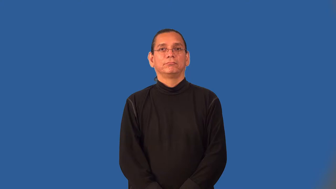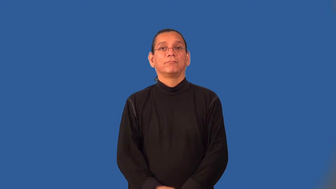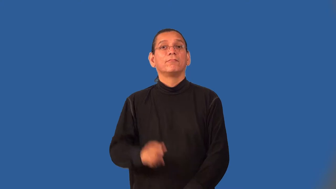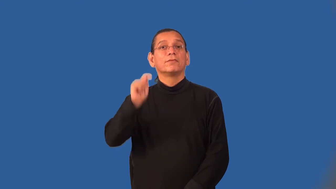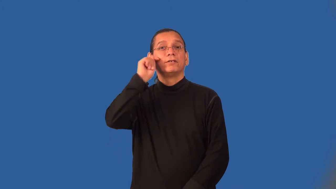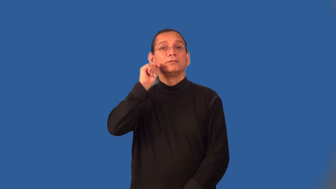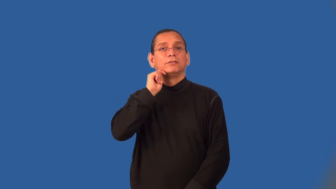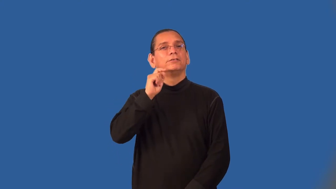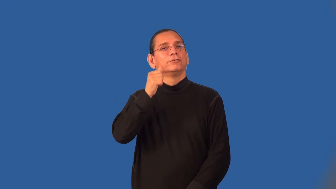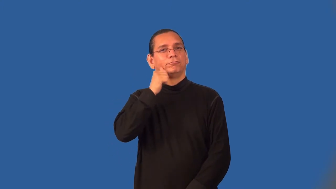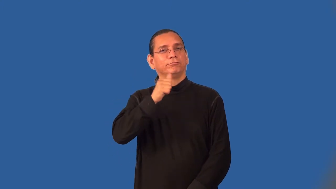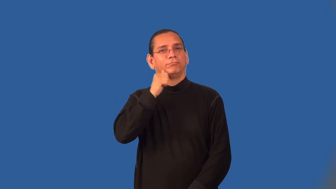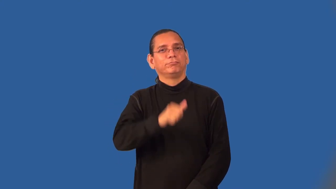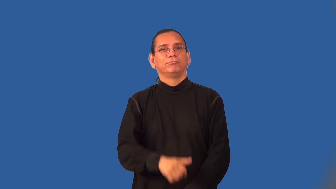bobbysoxer